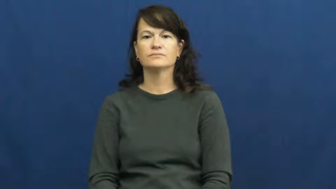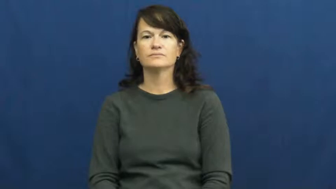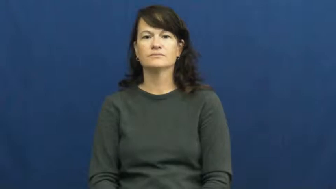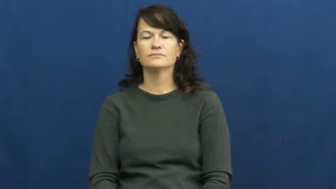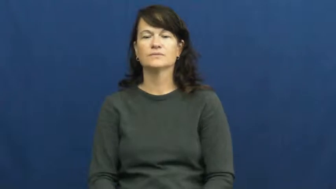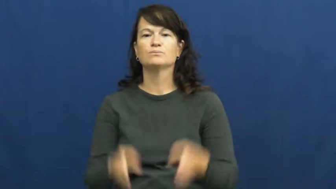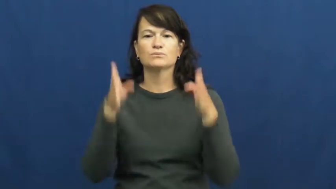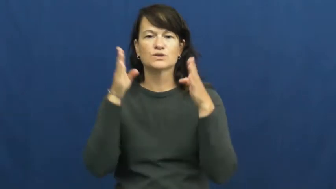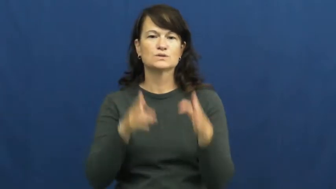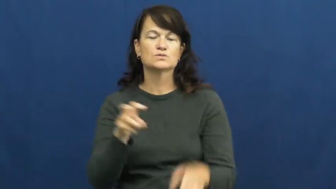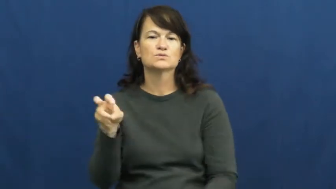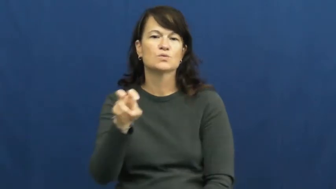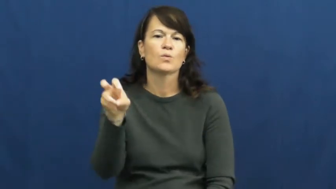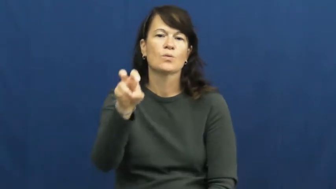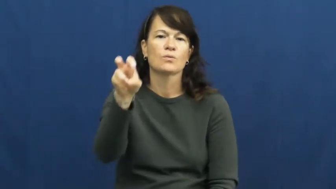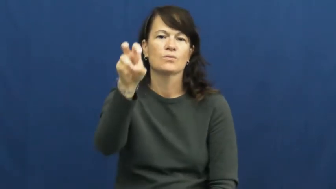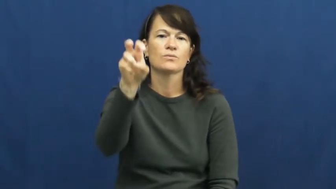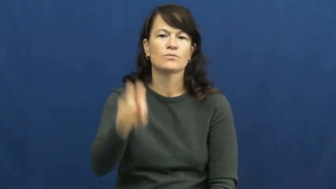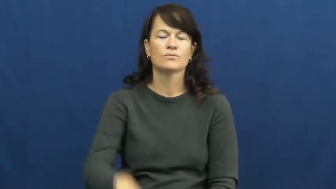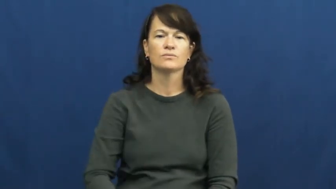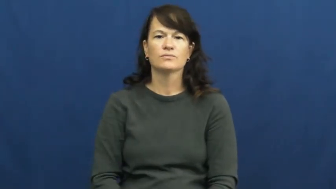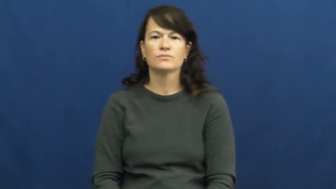tourist,tripper